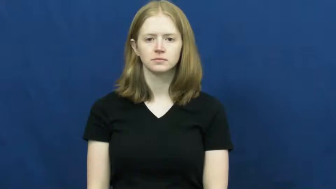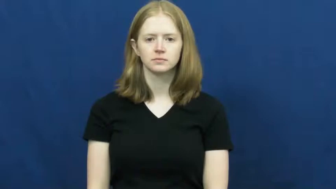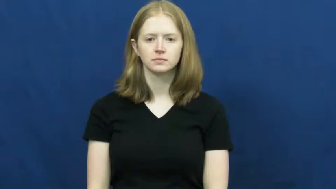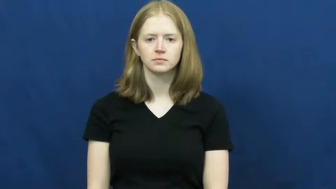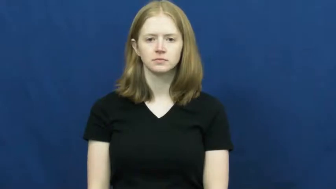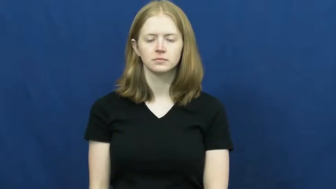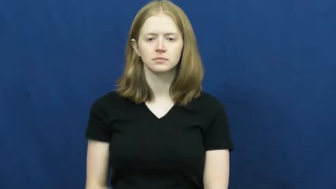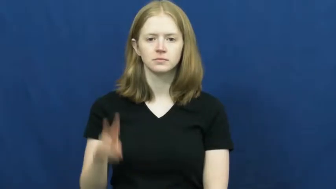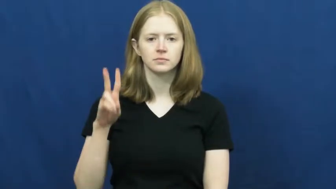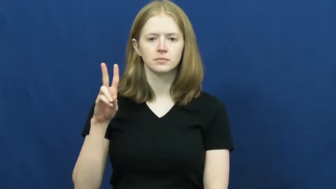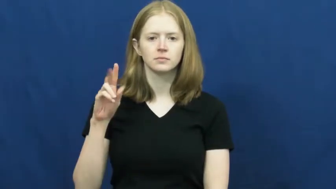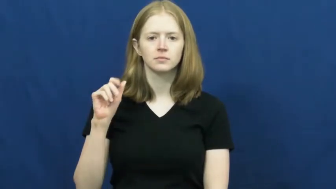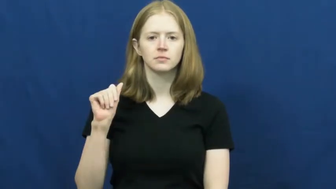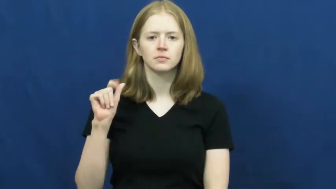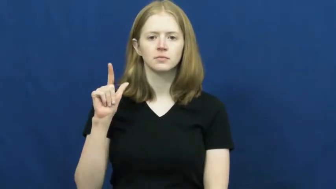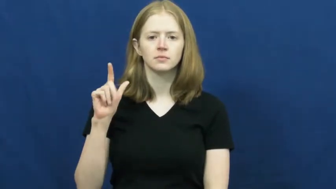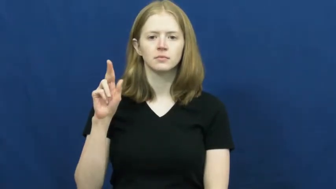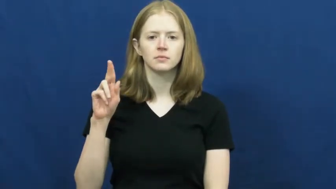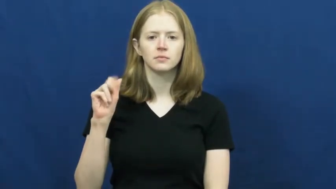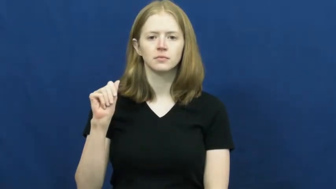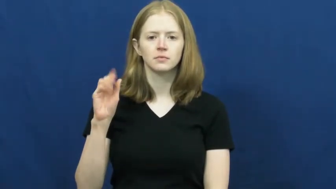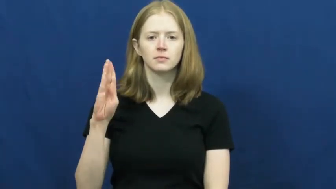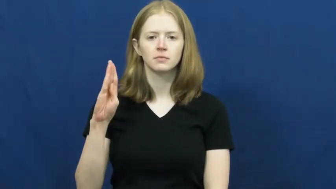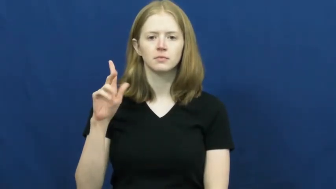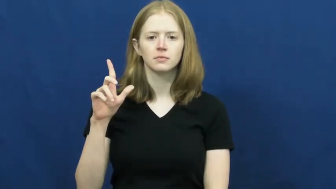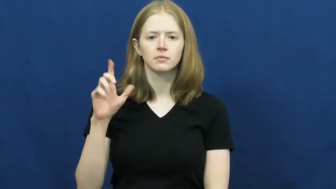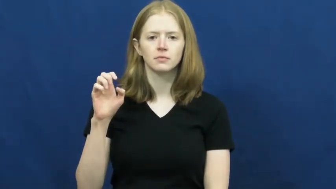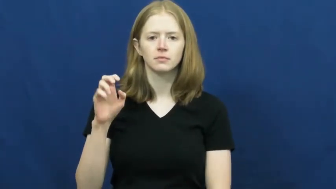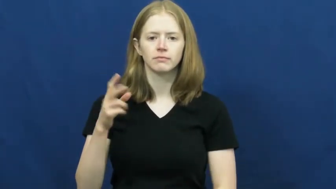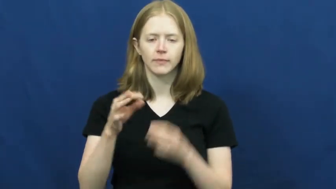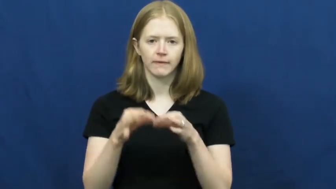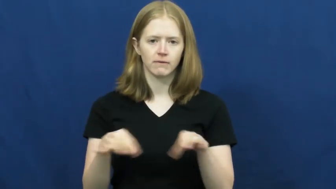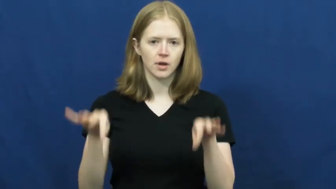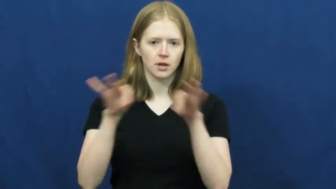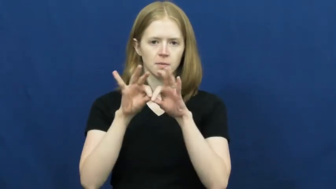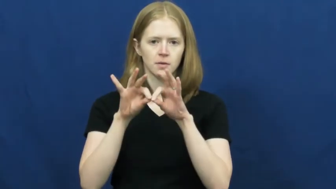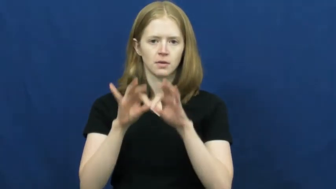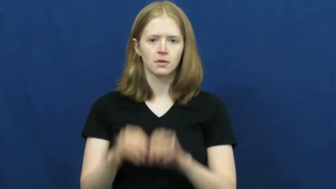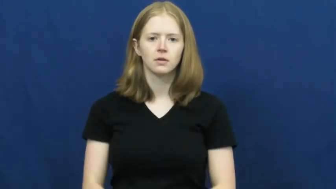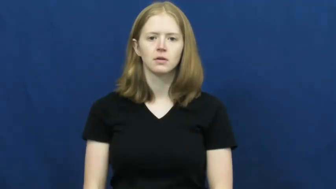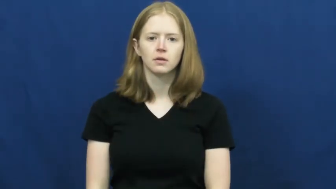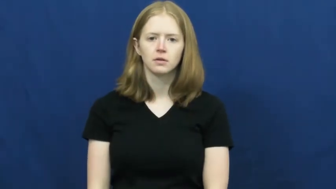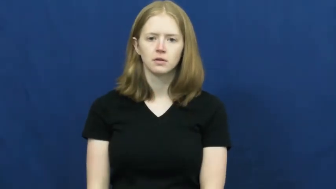valuable